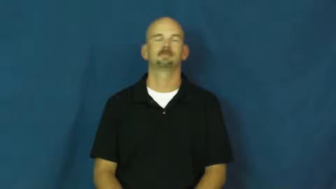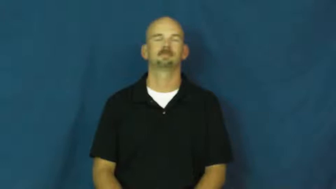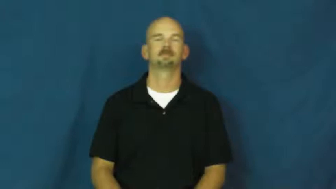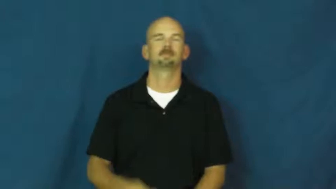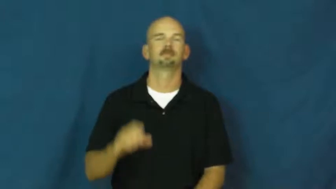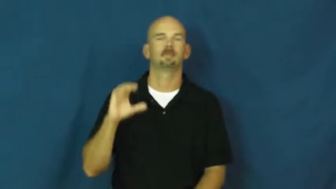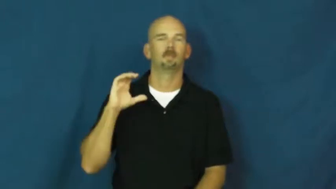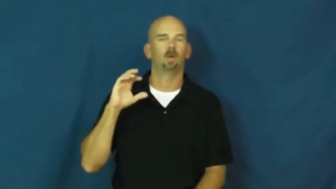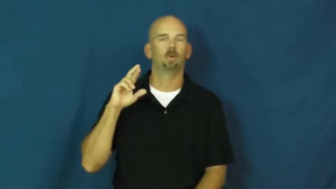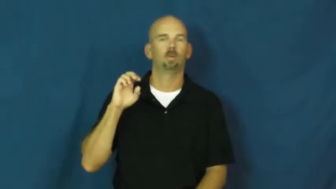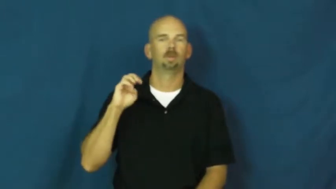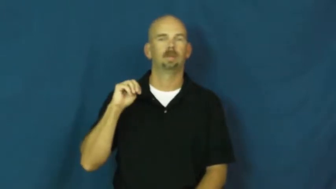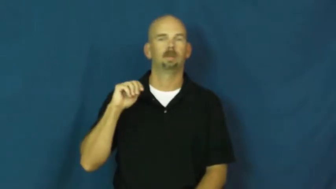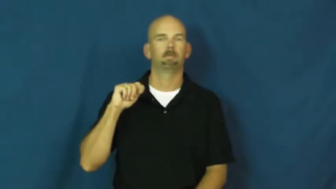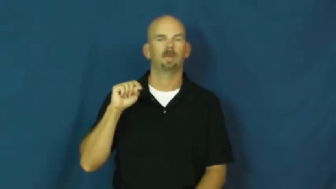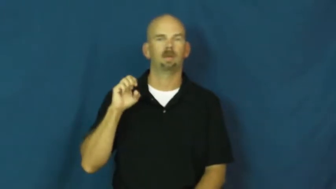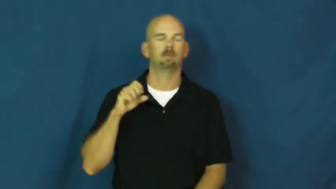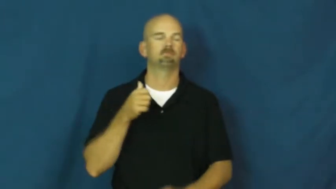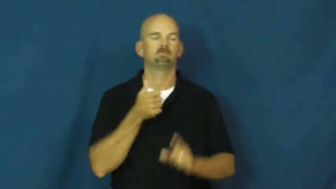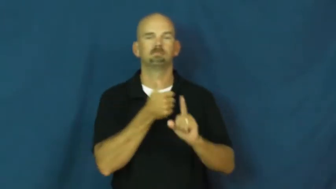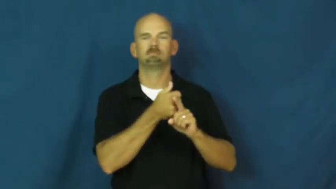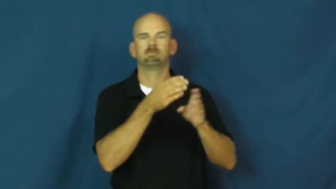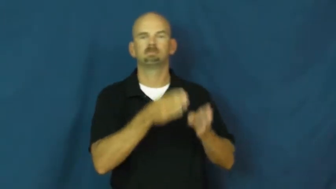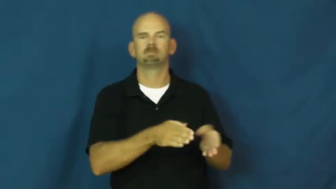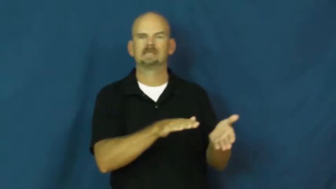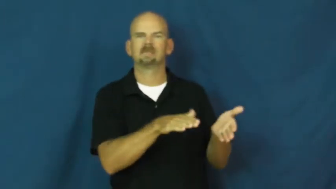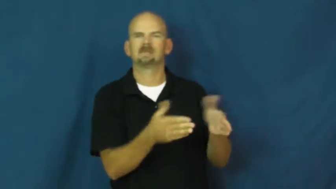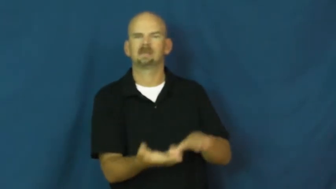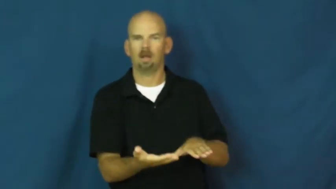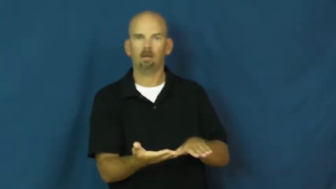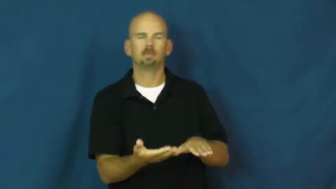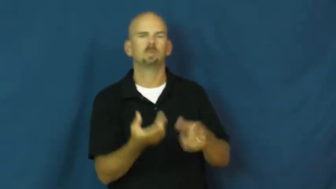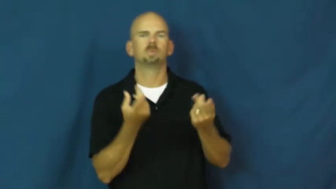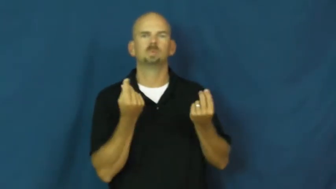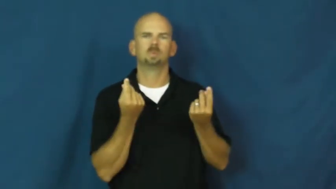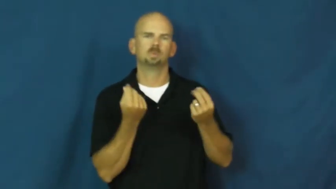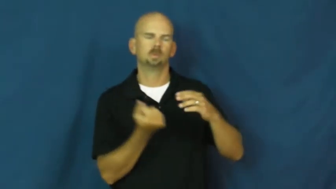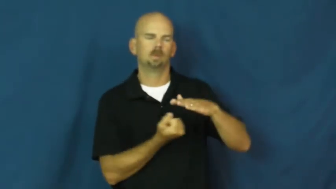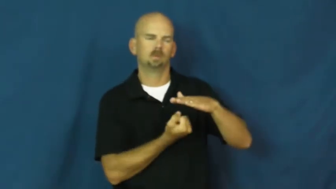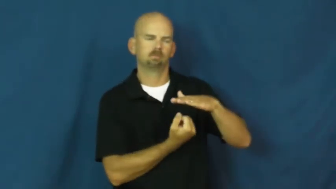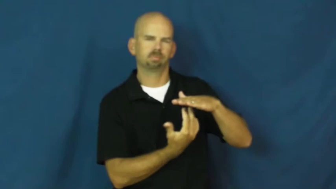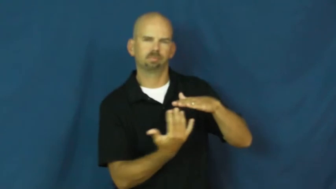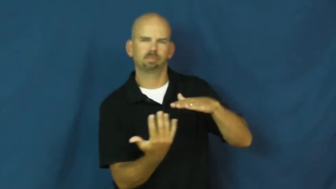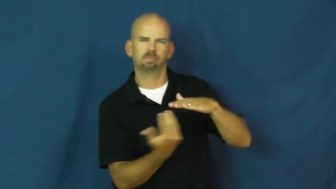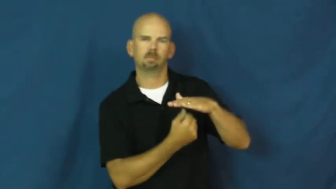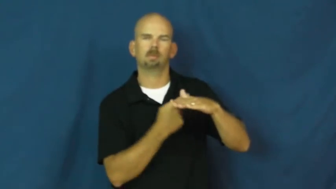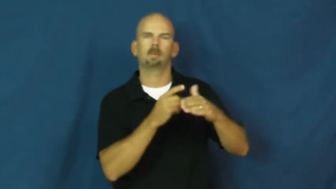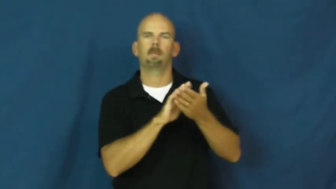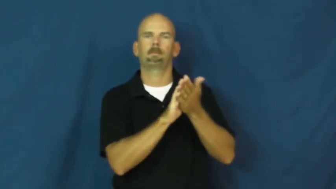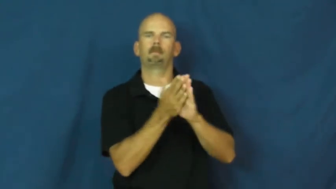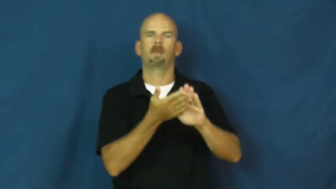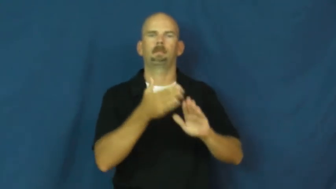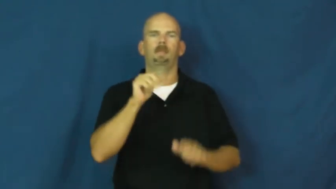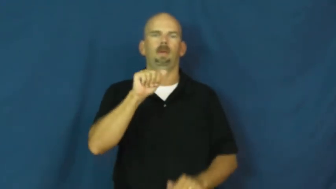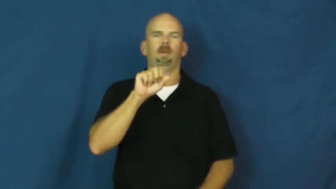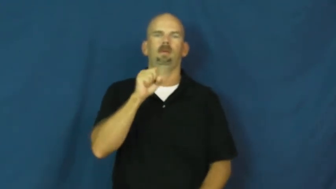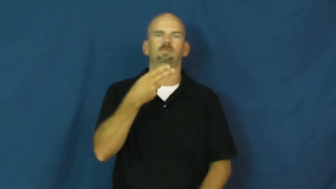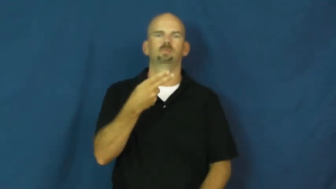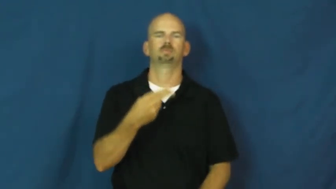cremate